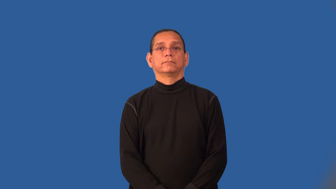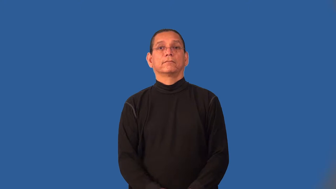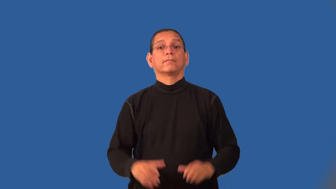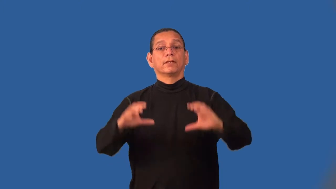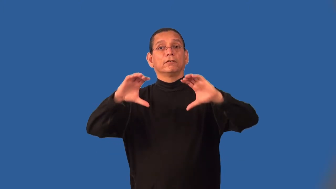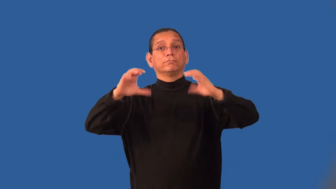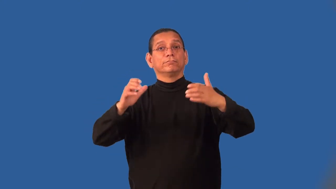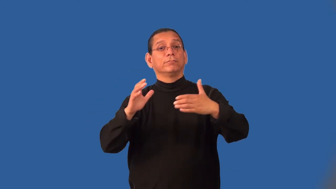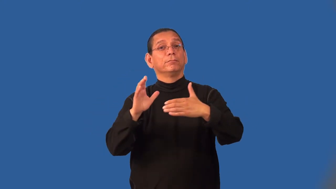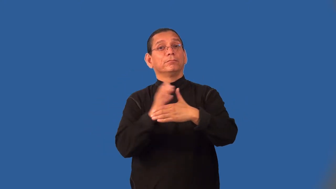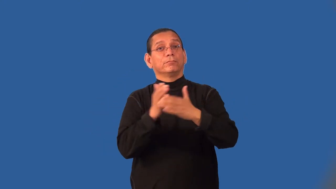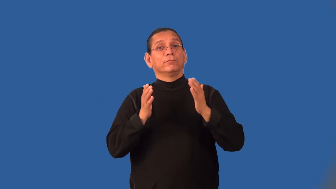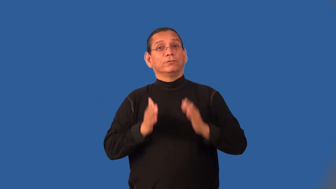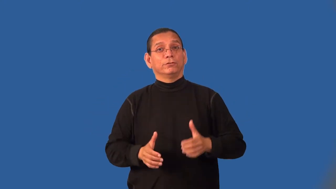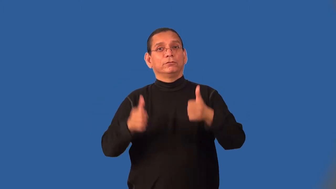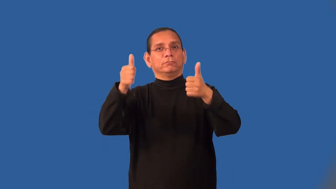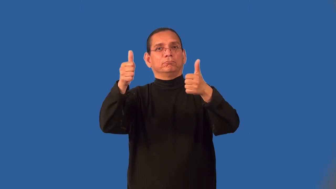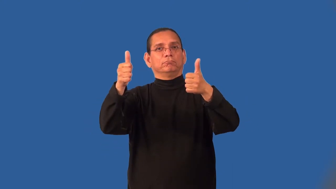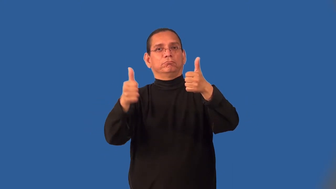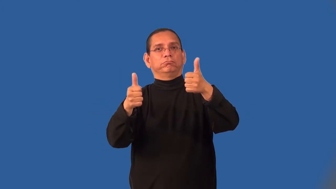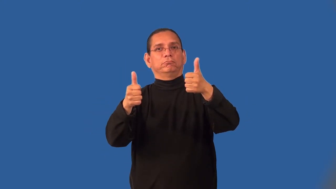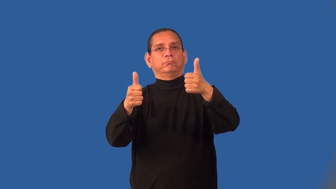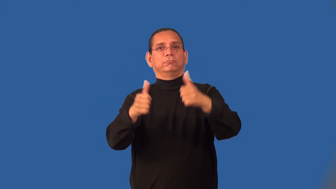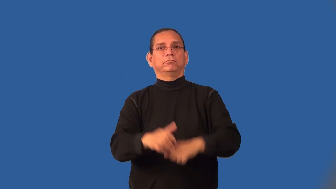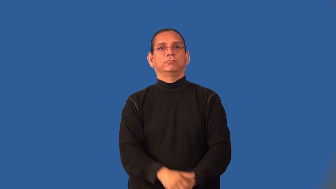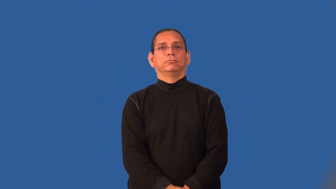junior-partner